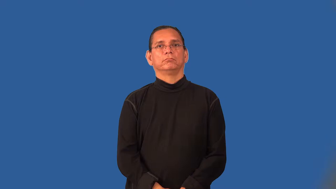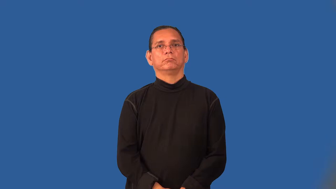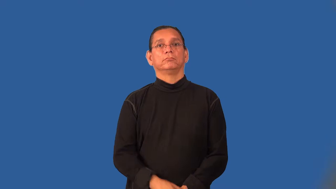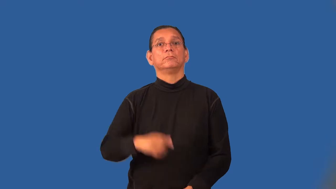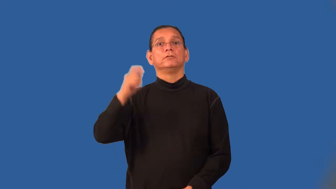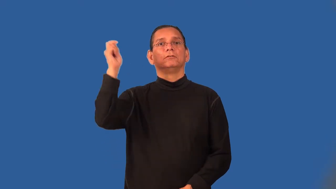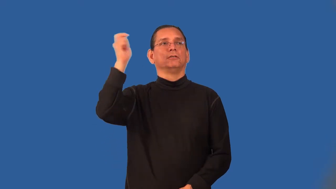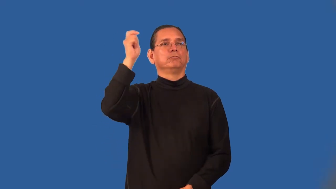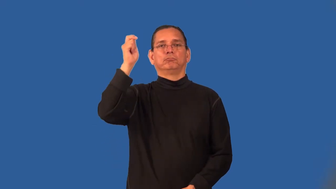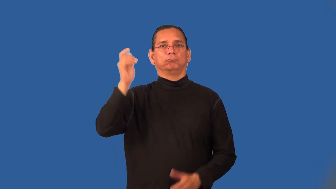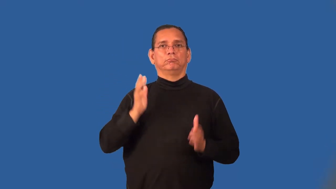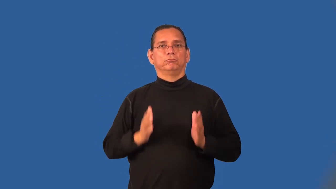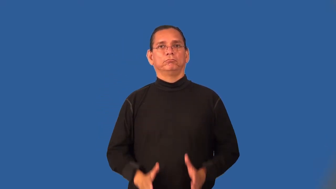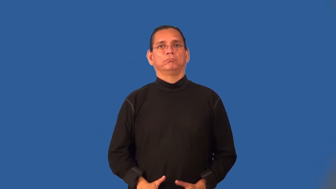scalper